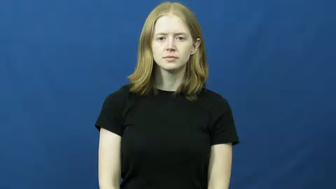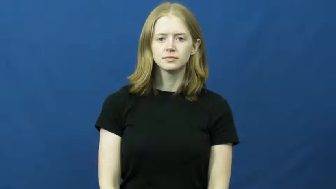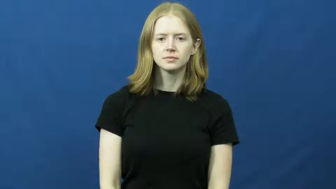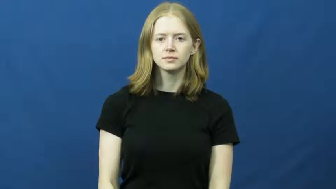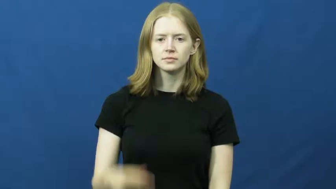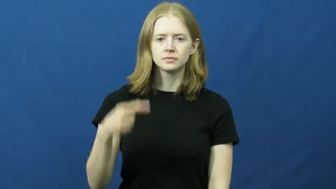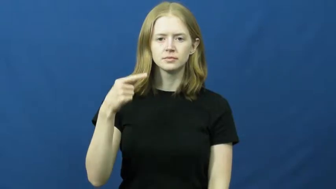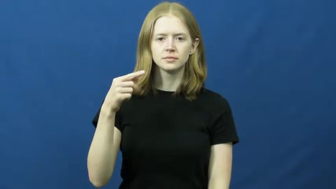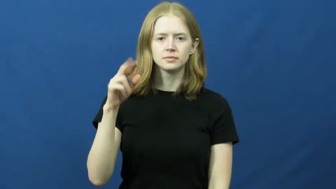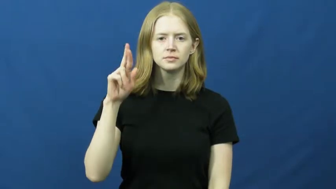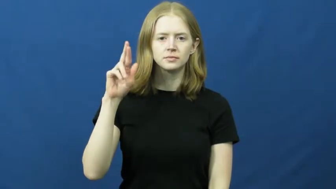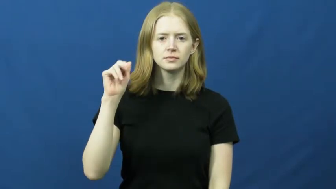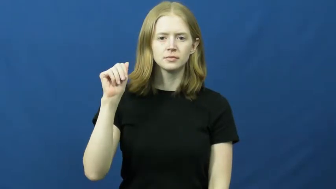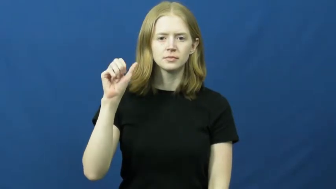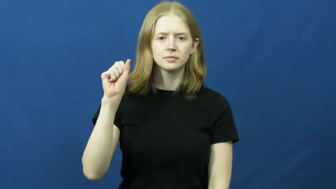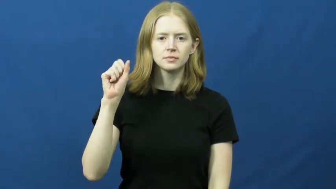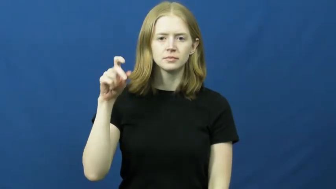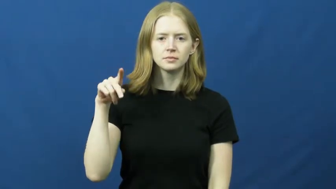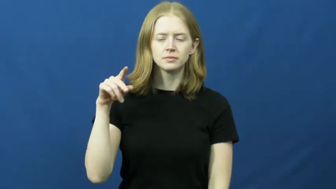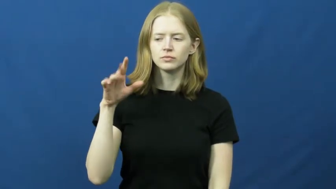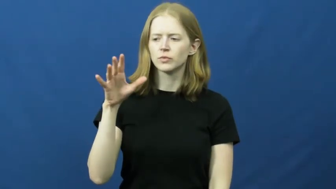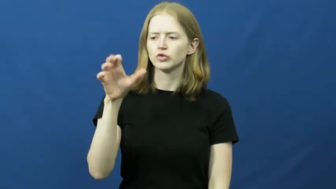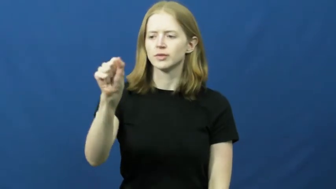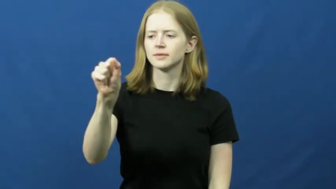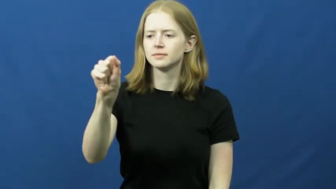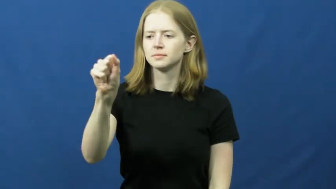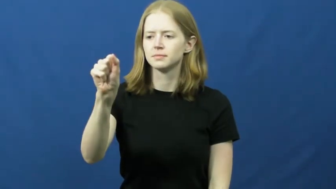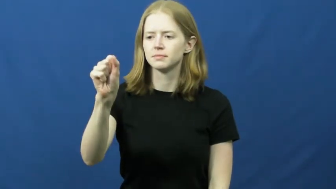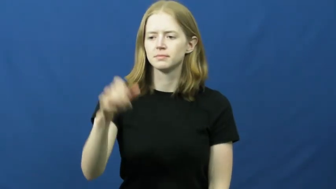grasp-hold